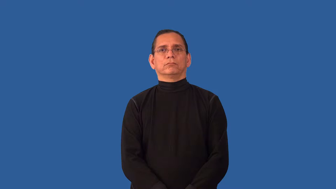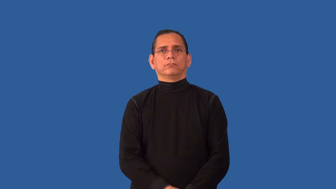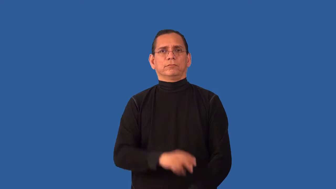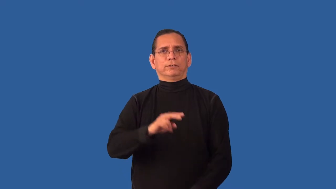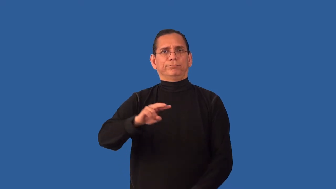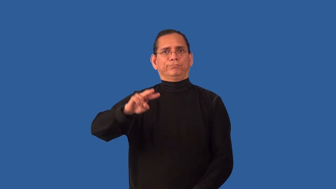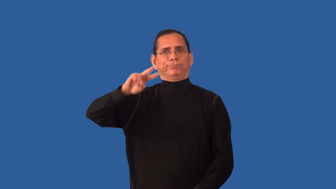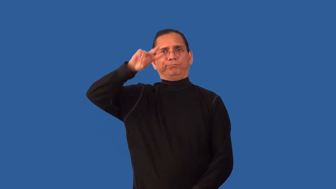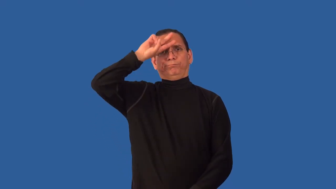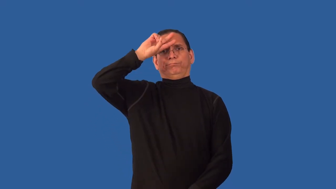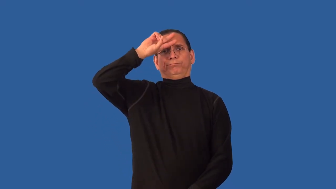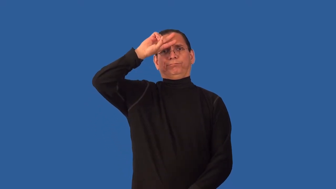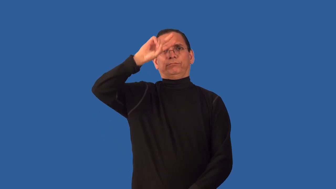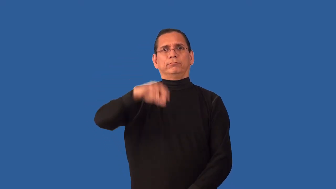unenlightened